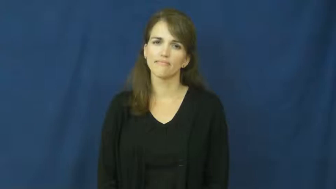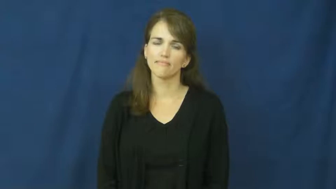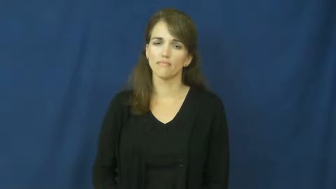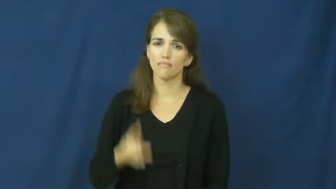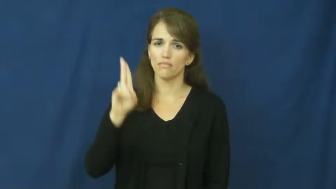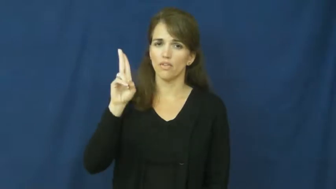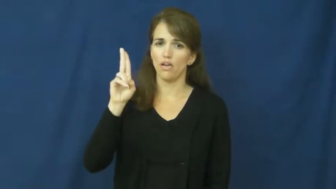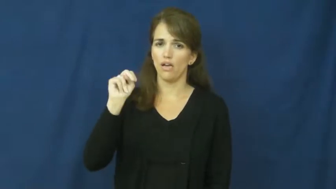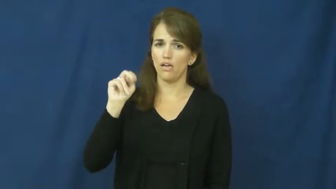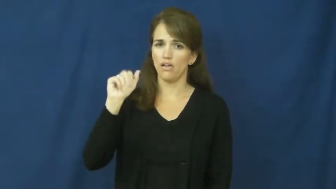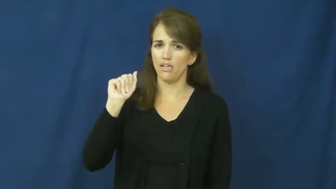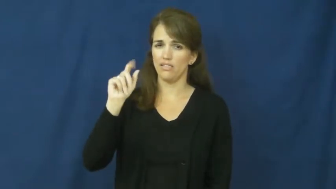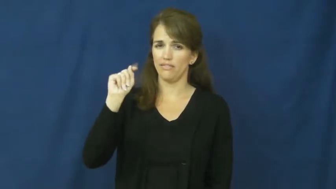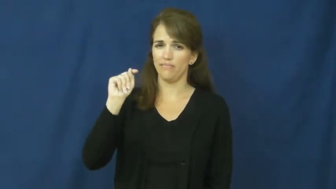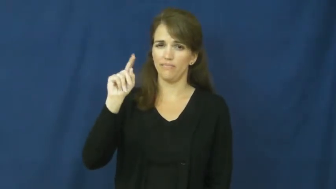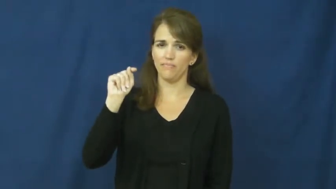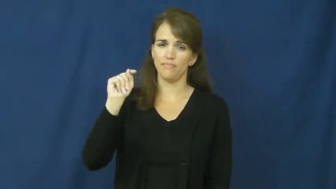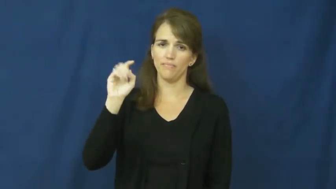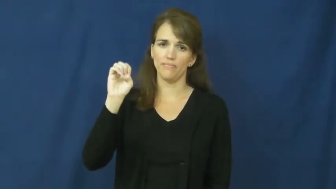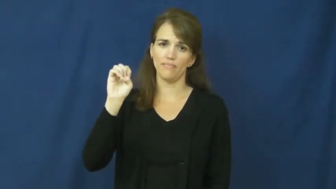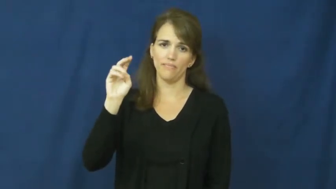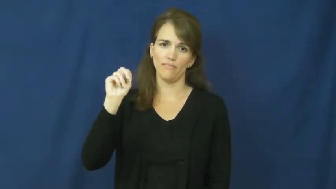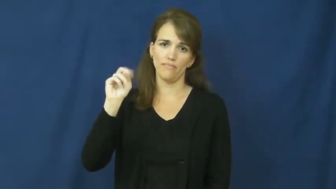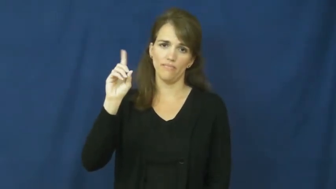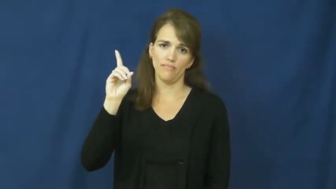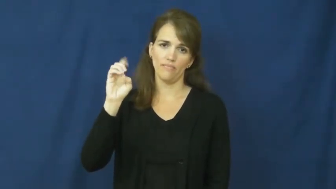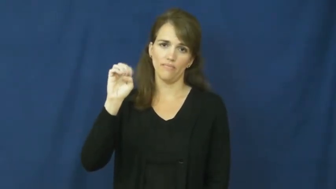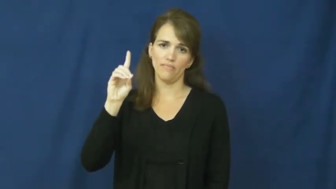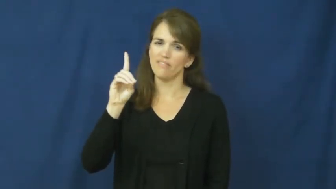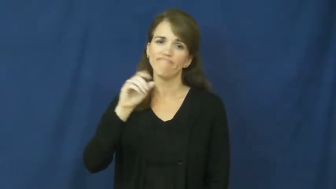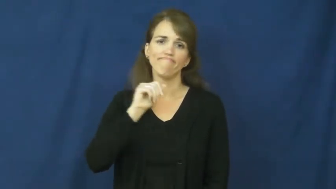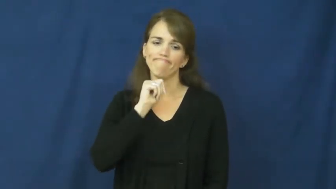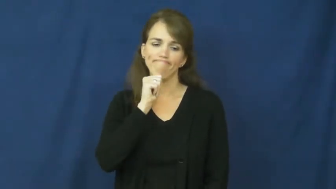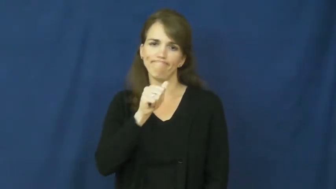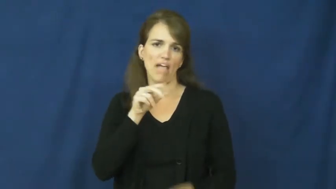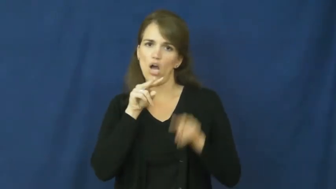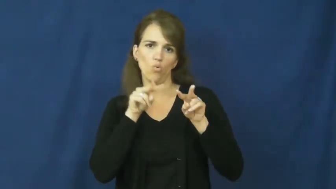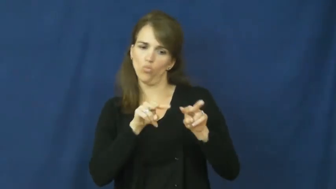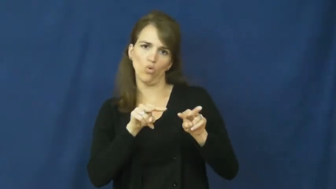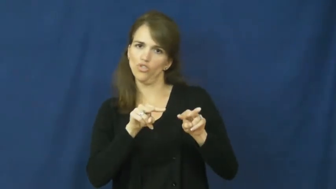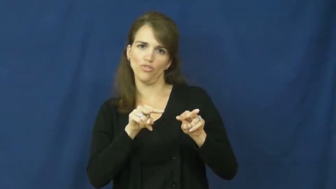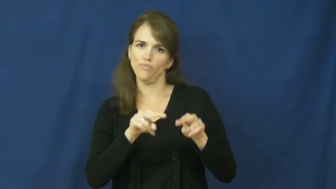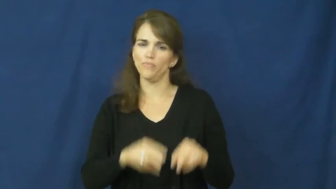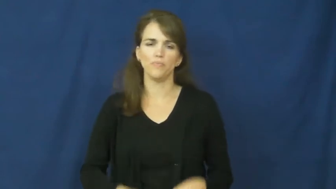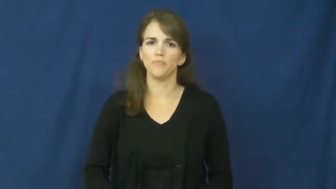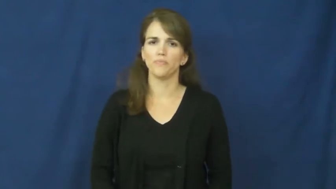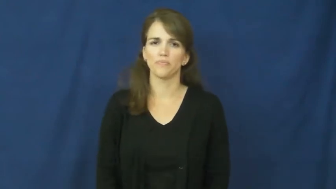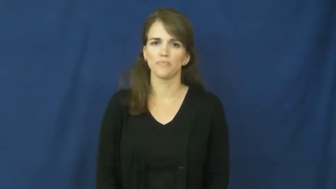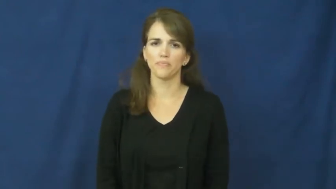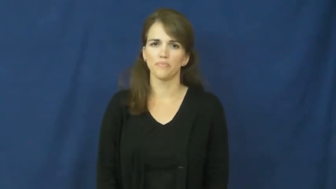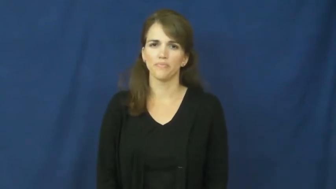unattended